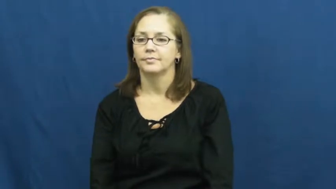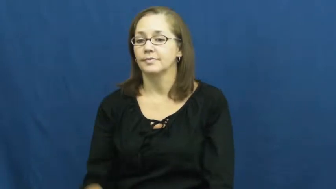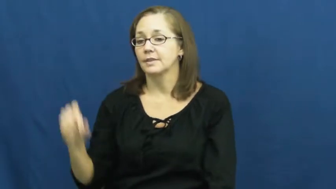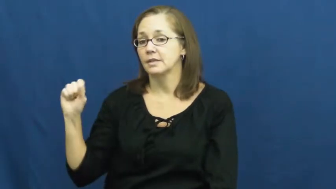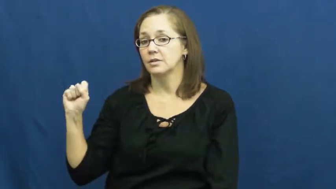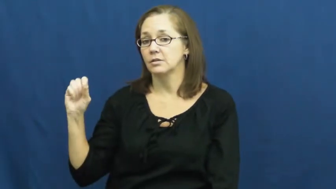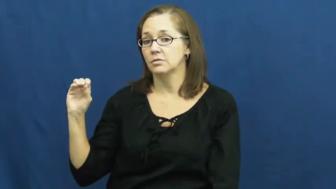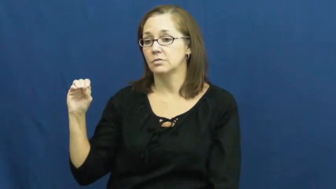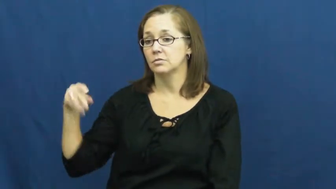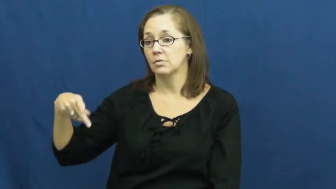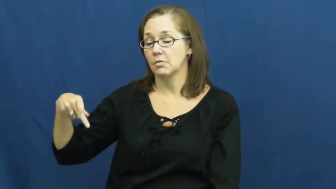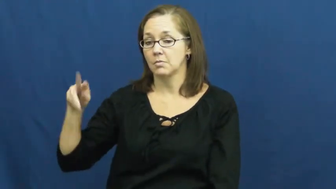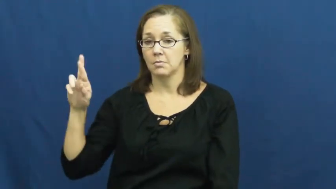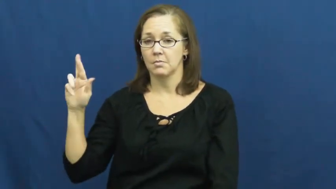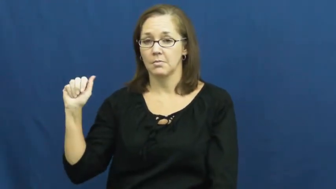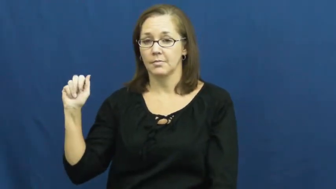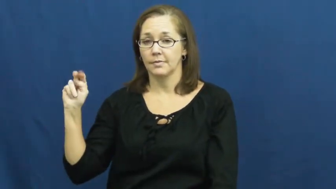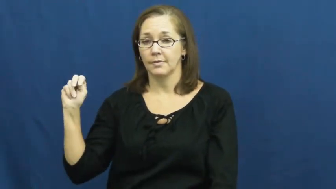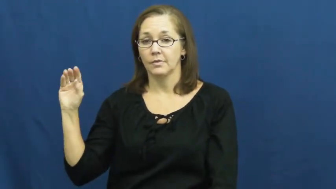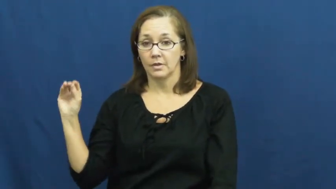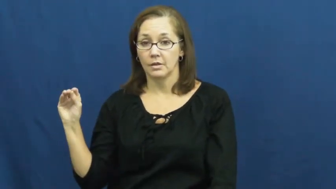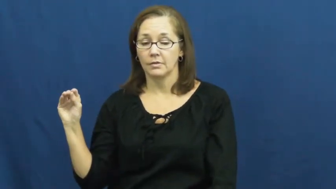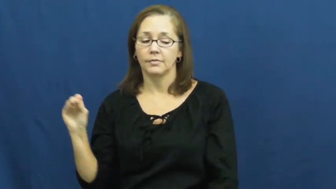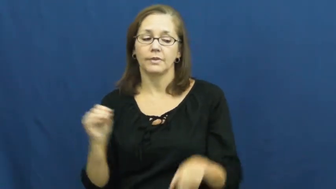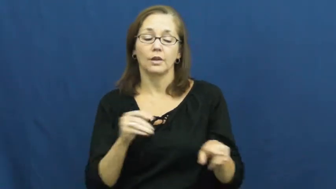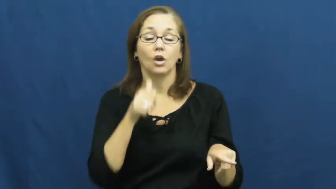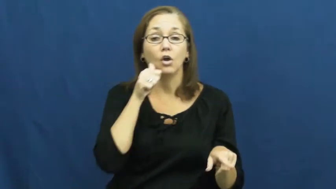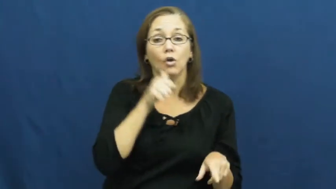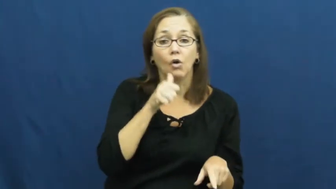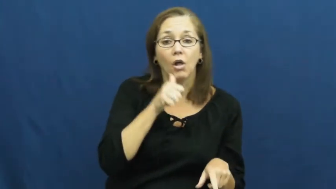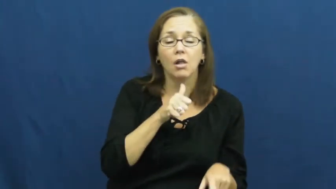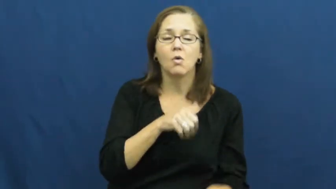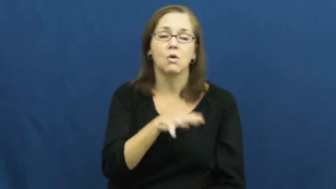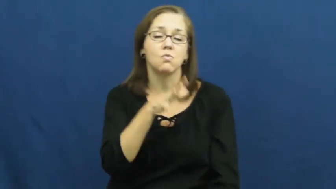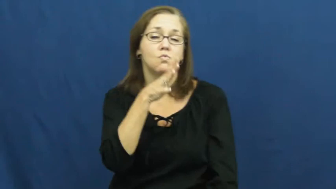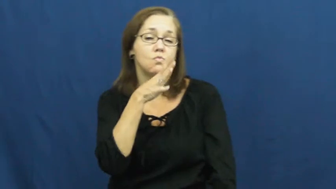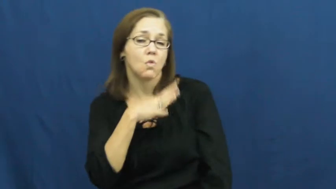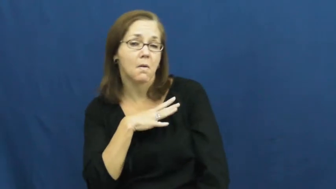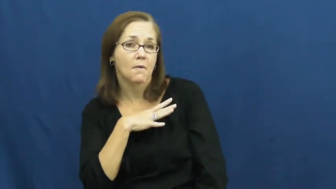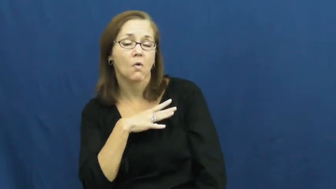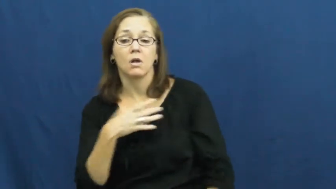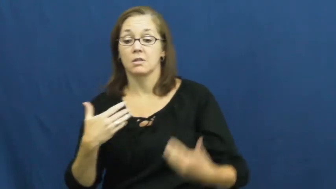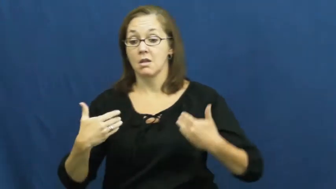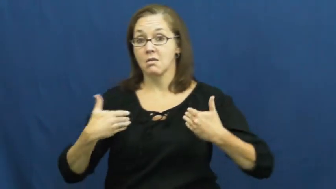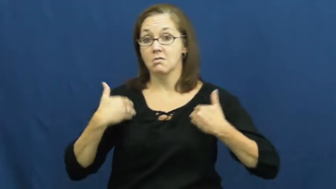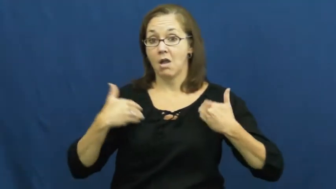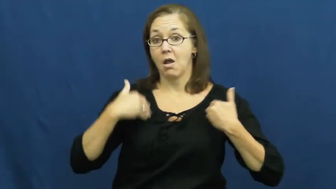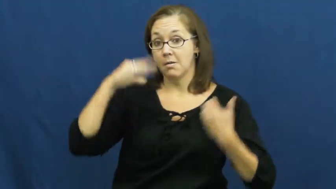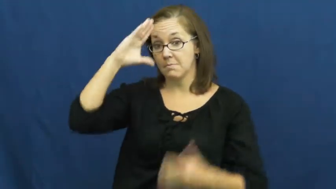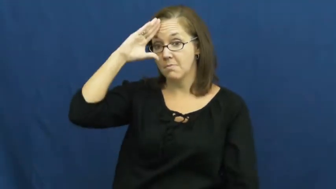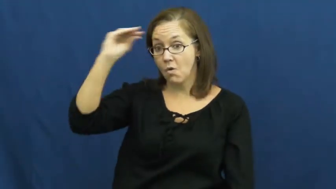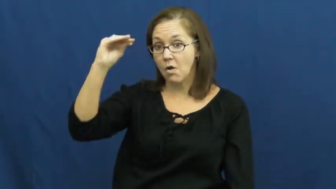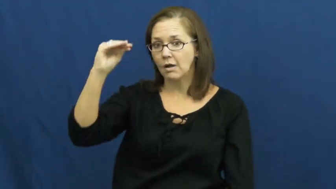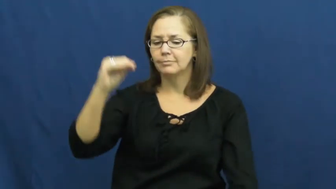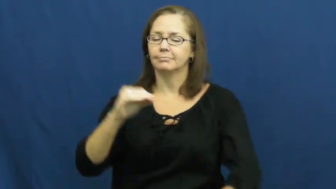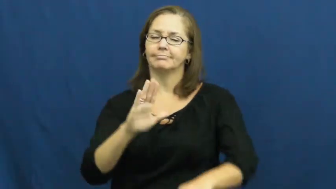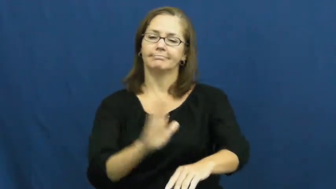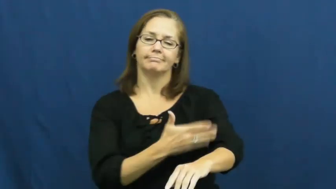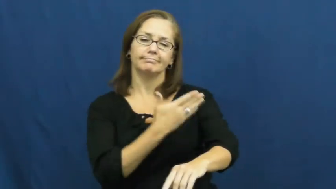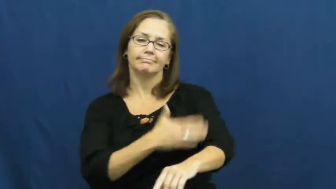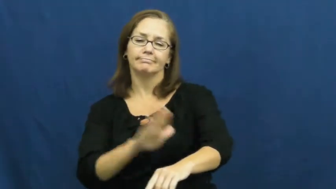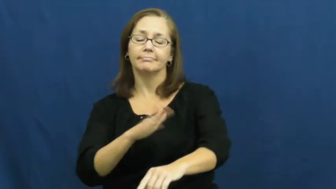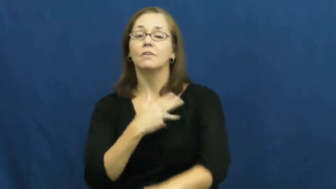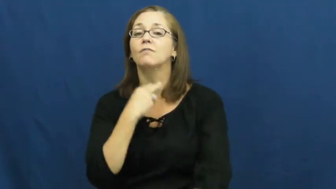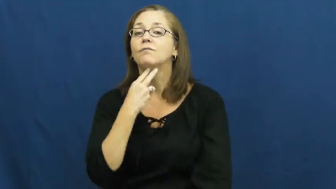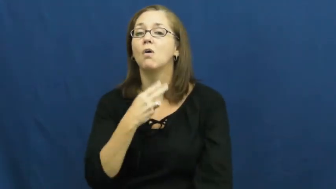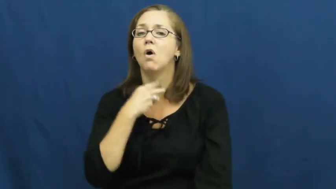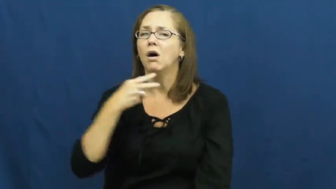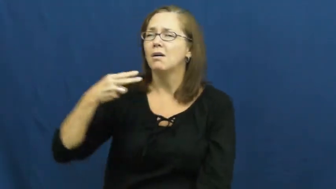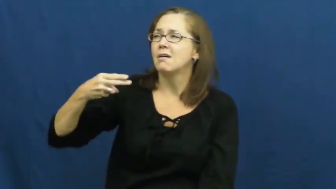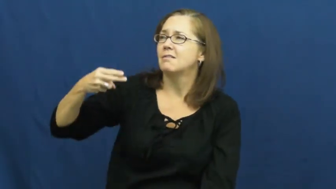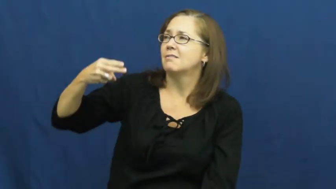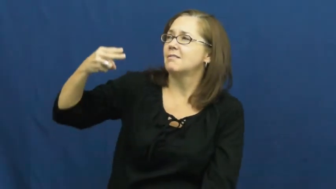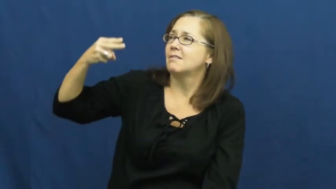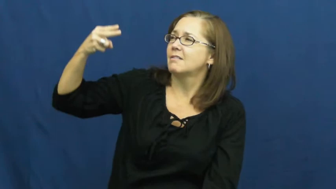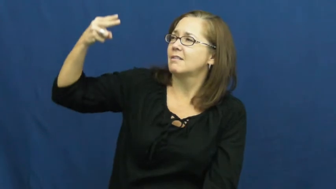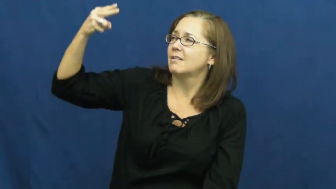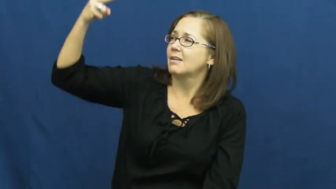soprano